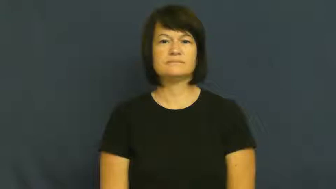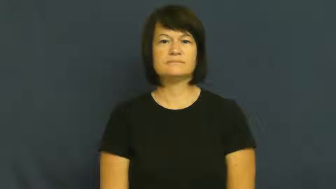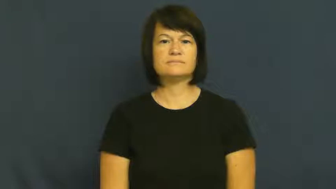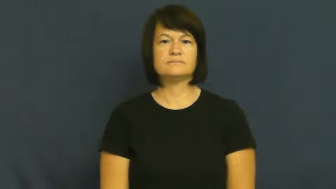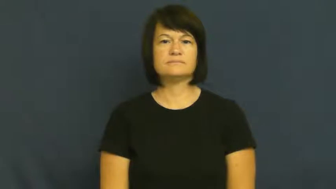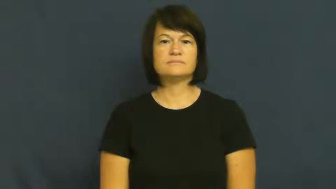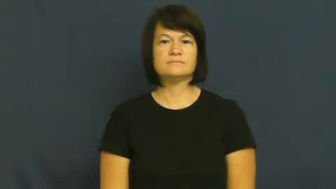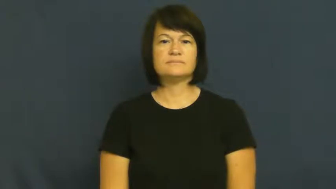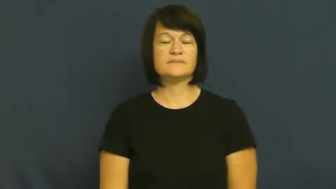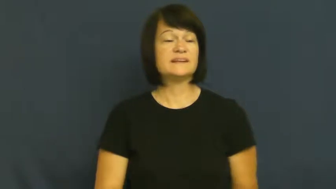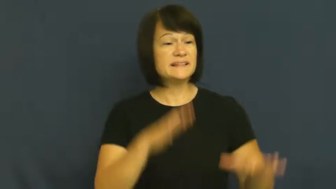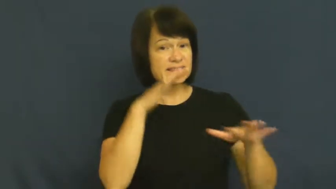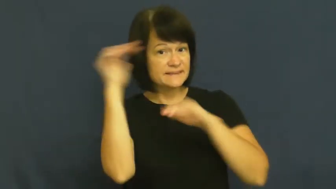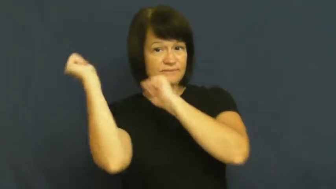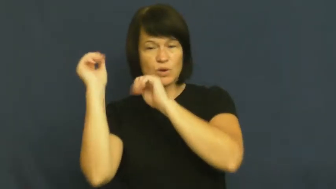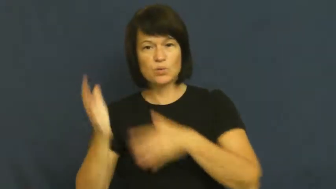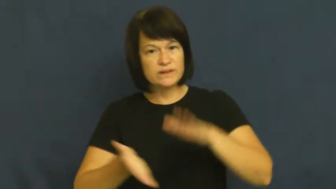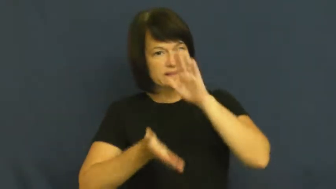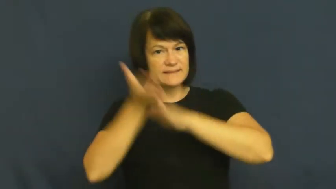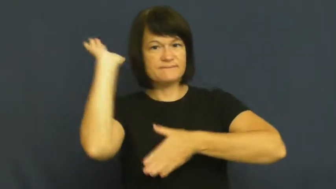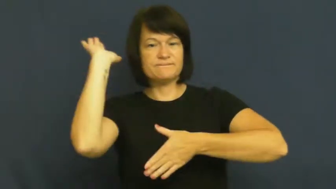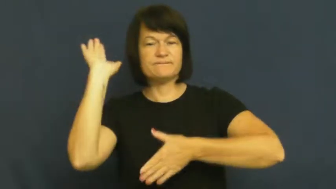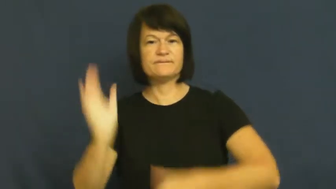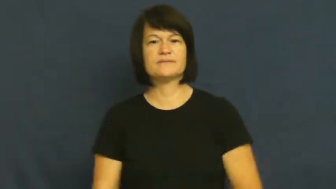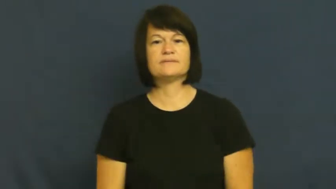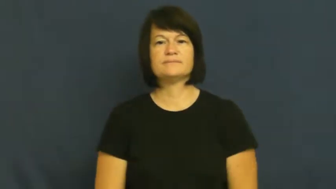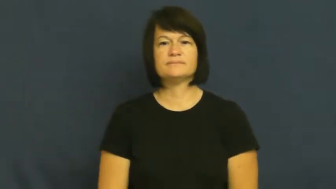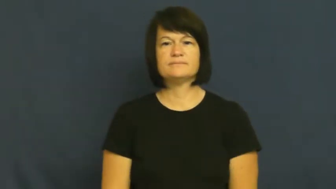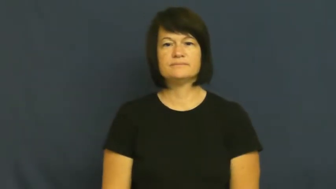get off-leave